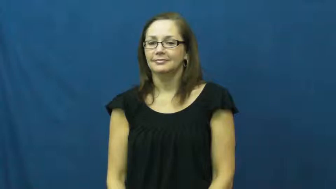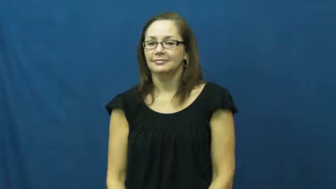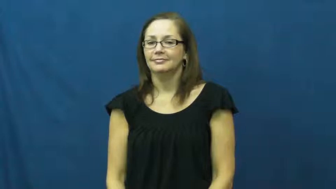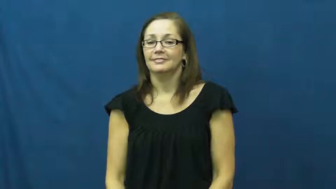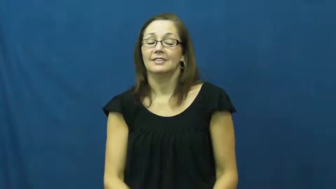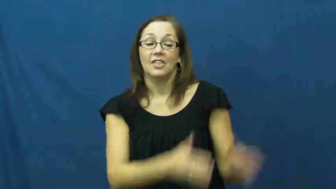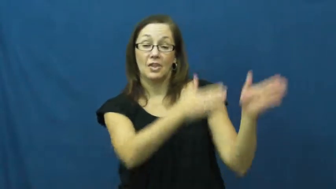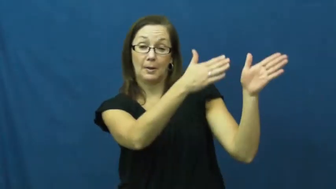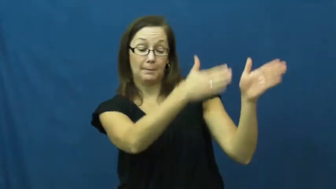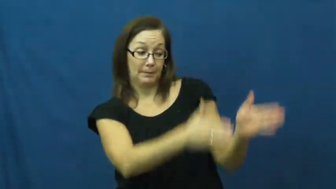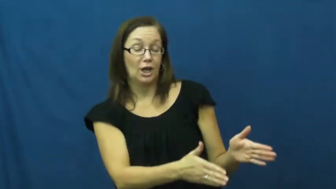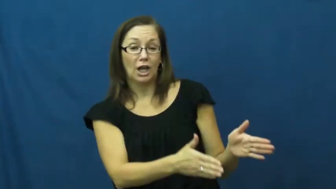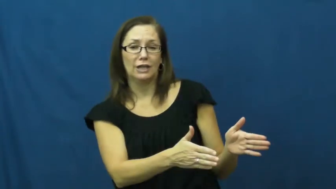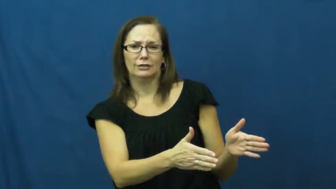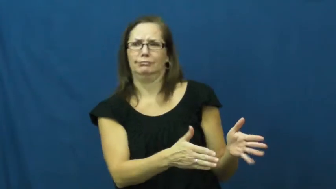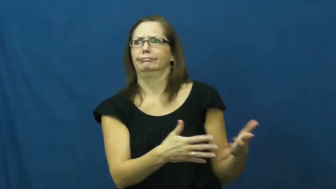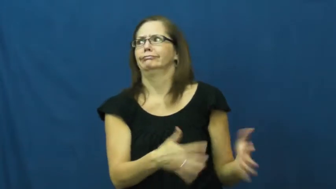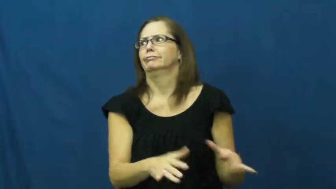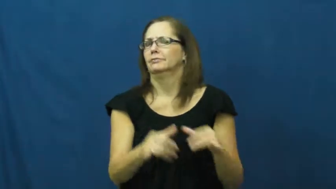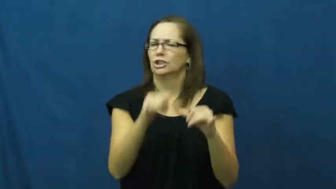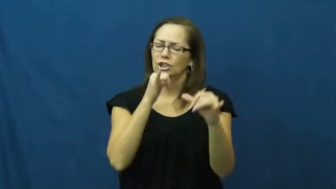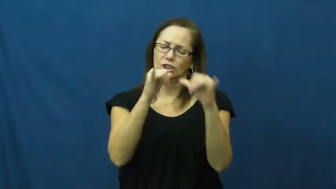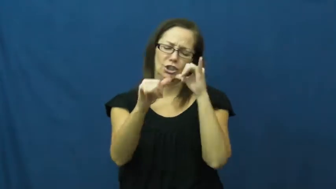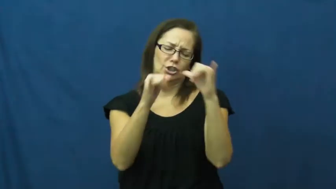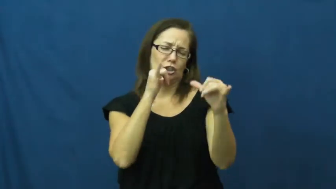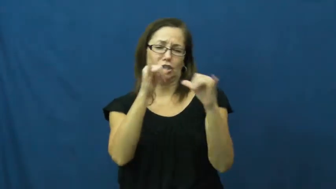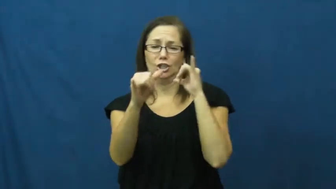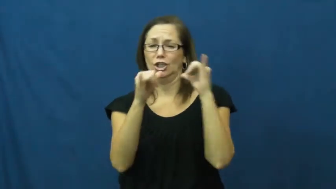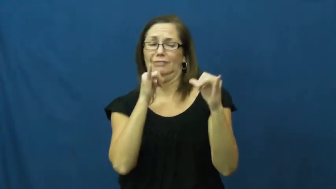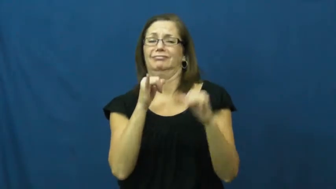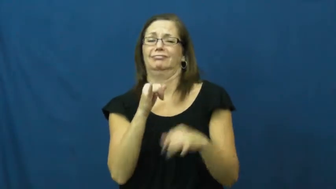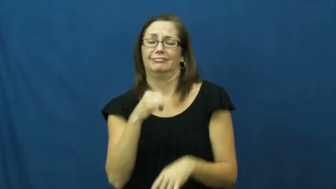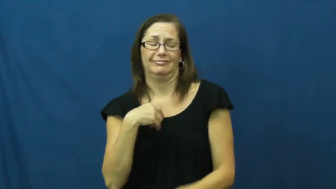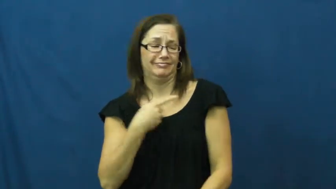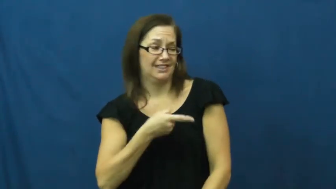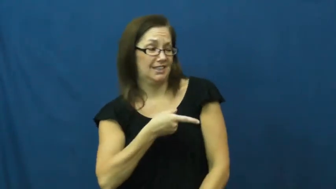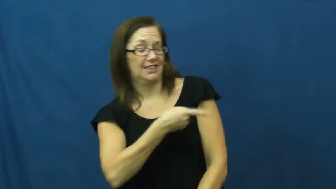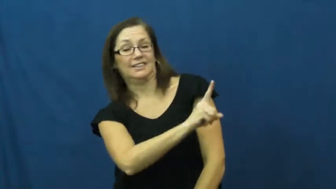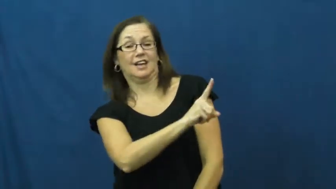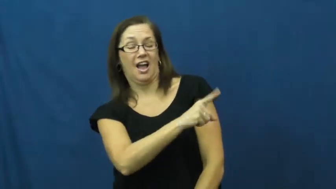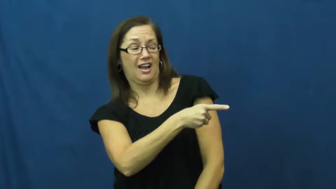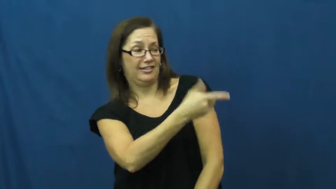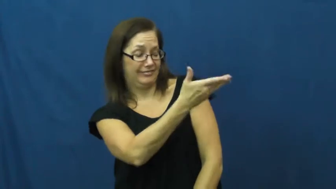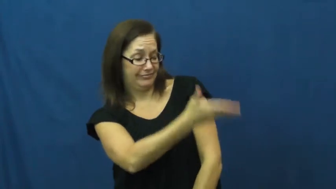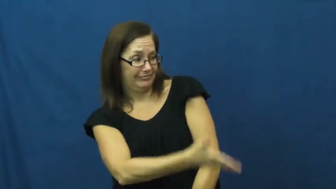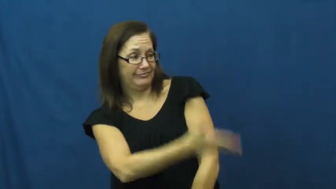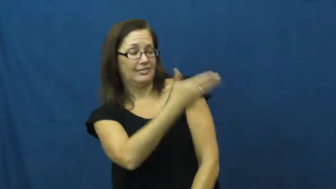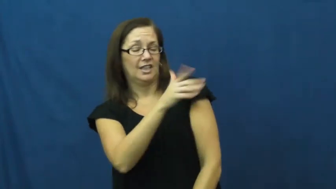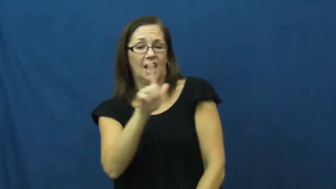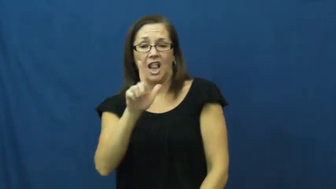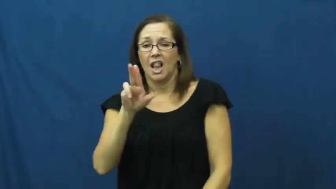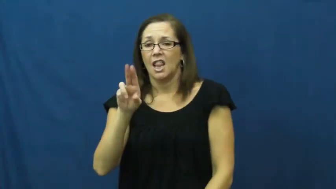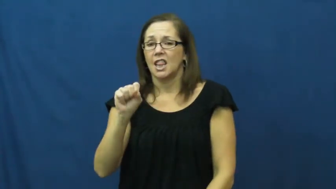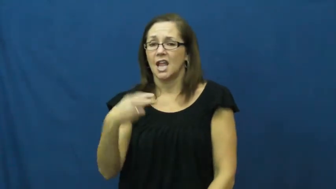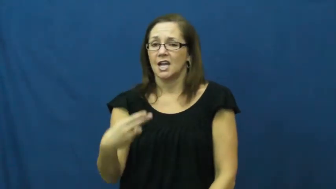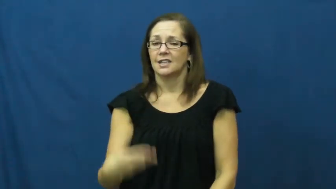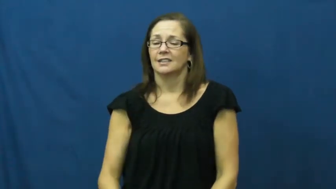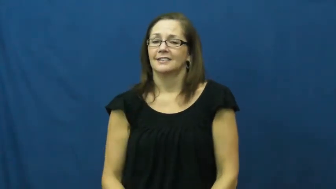lush,boozer,drunk,drinker,drunkard,bacchanal,bibulous,juicer,roisterer,bacchant